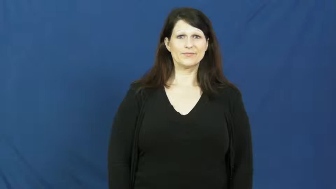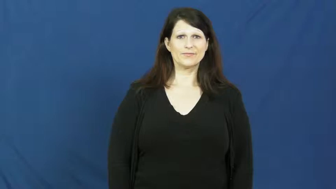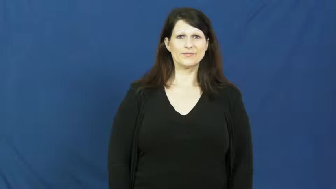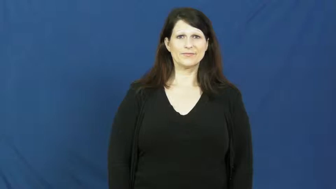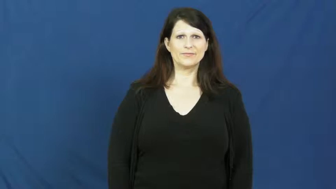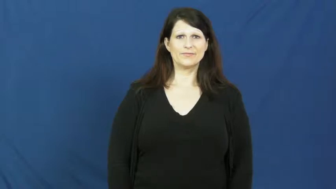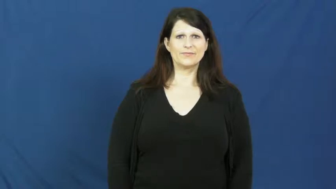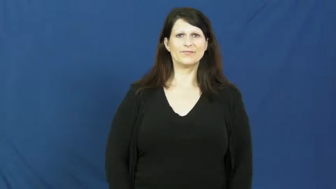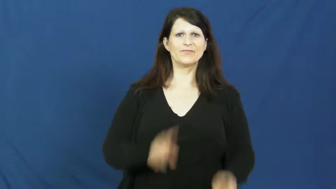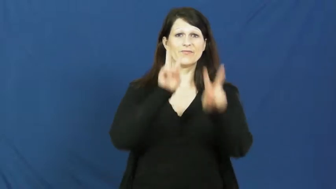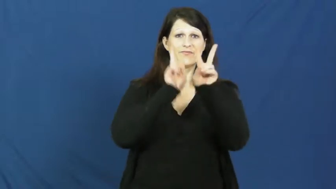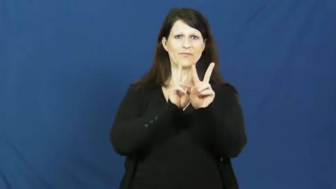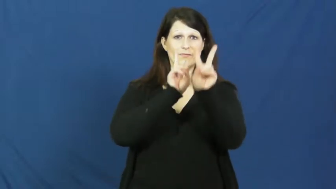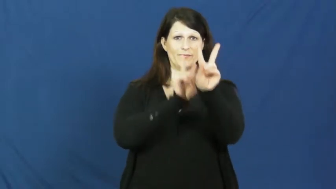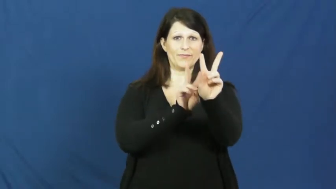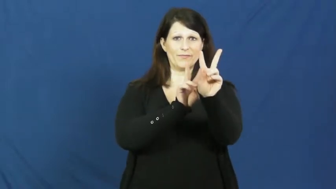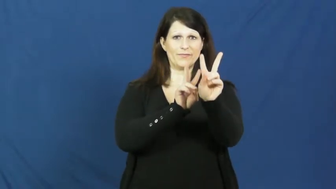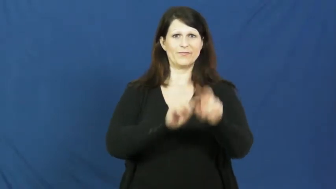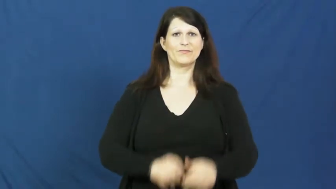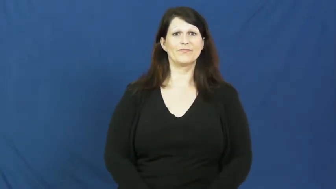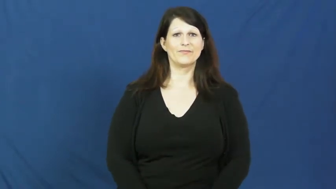funeral,burial